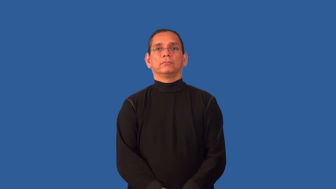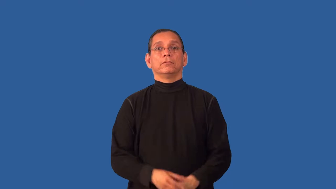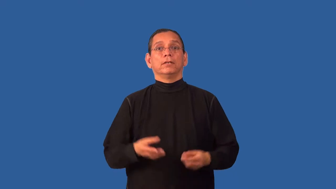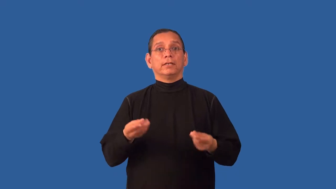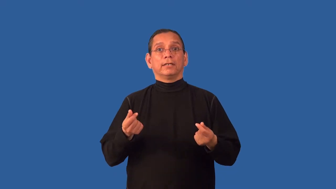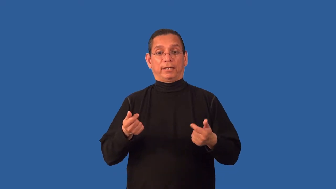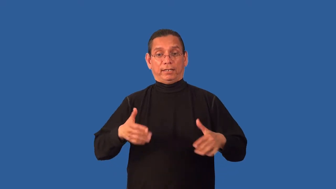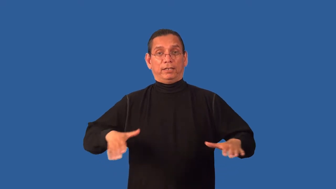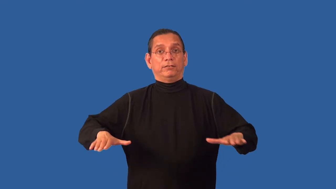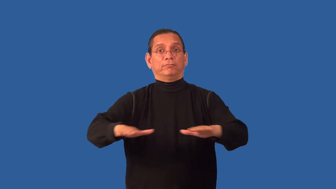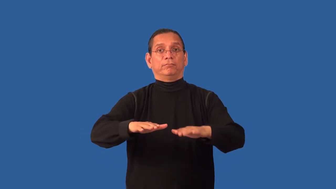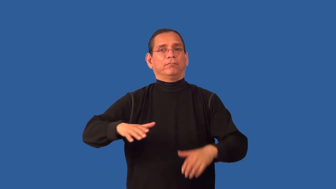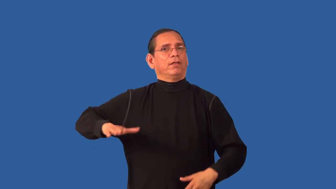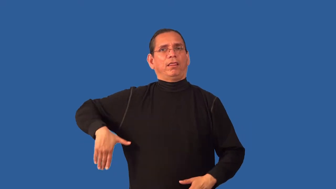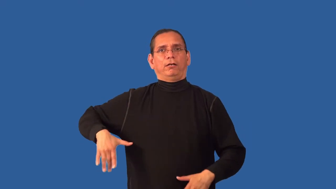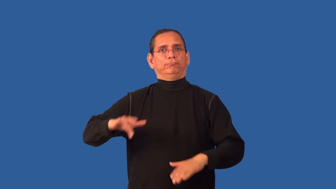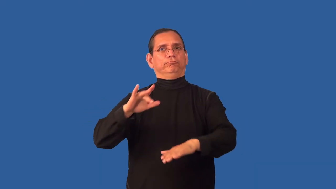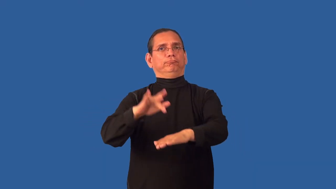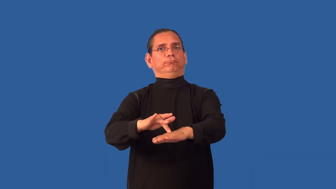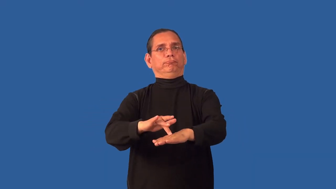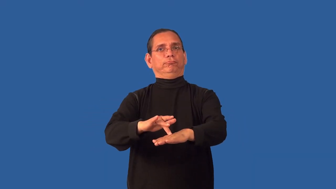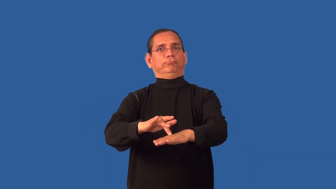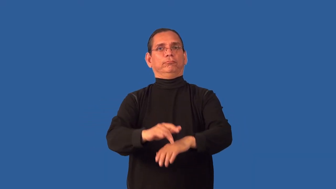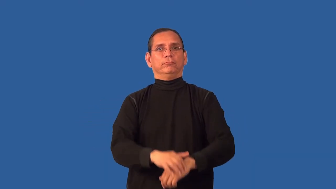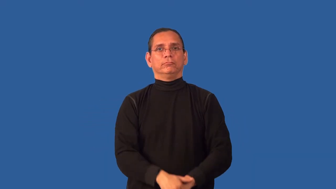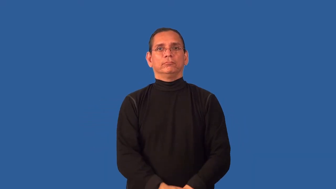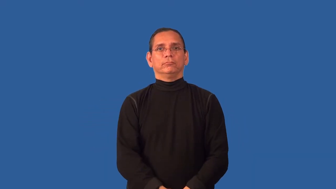untracked